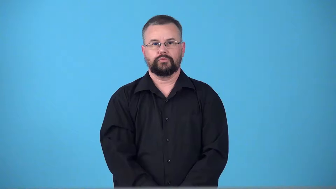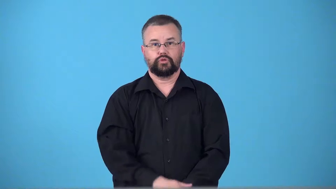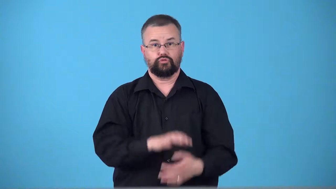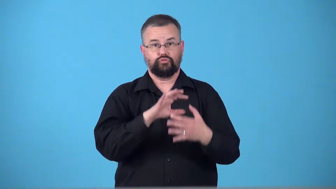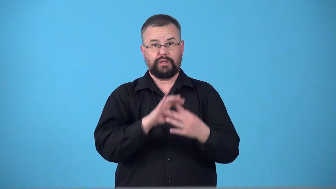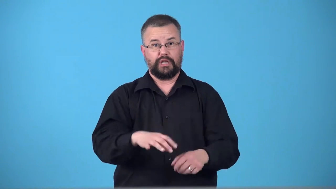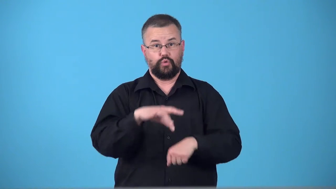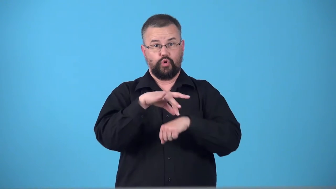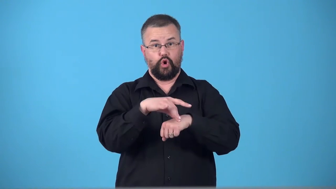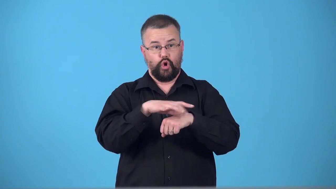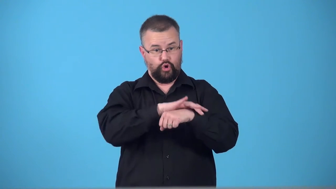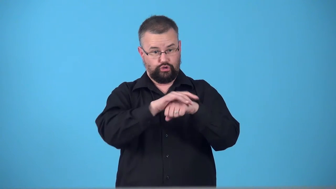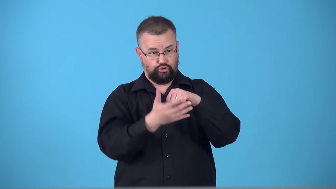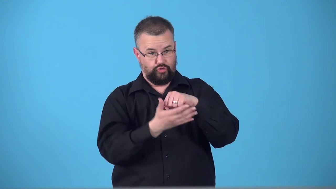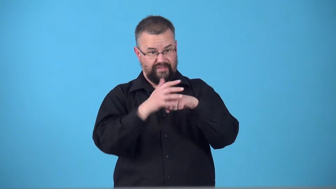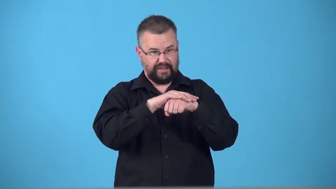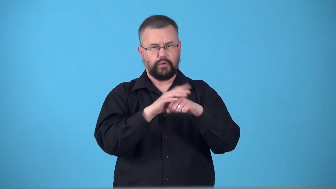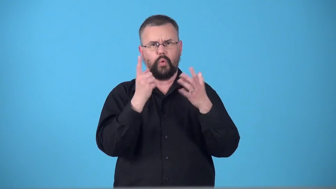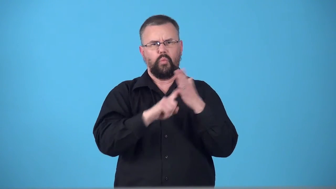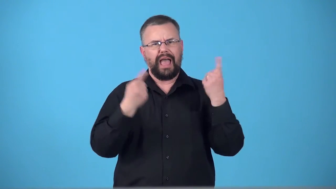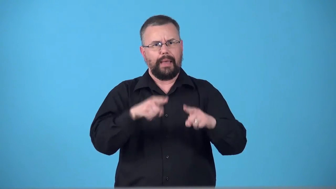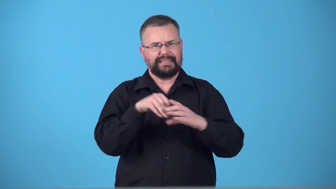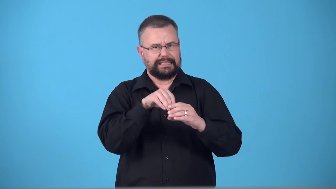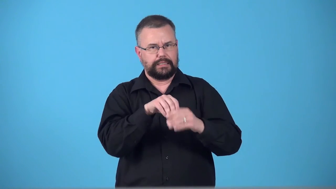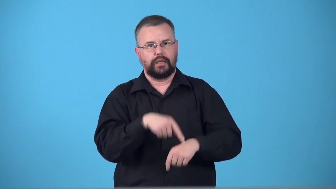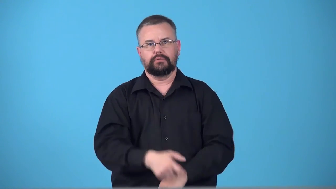tectonic